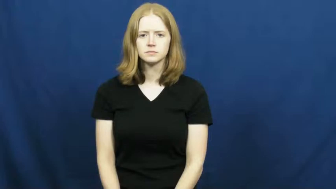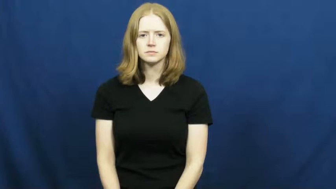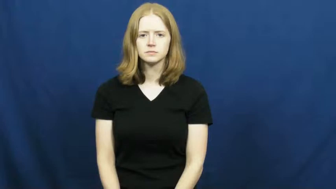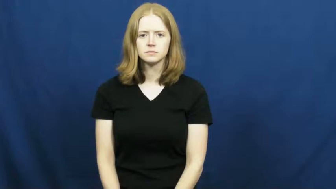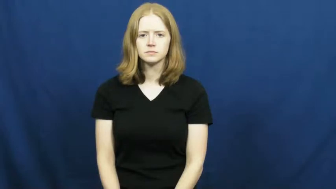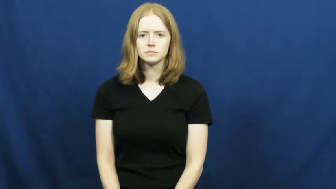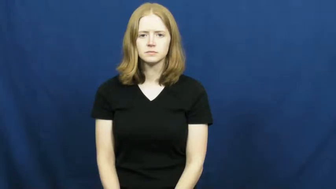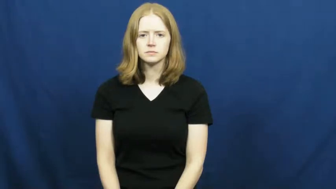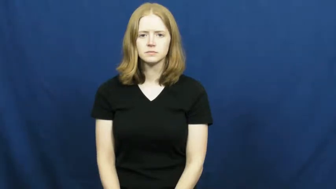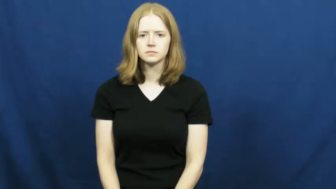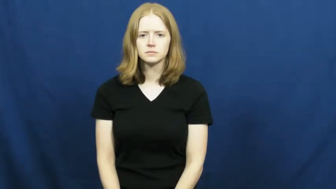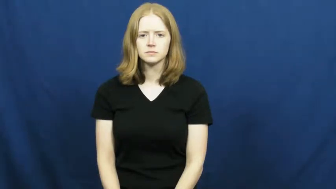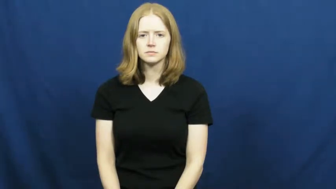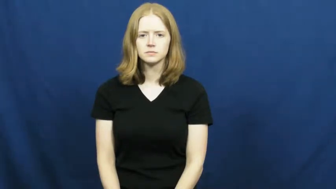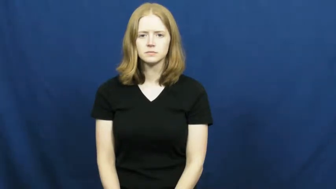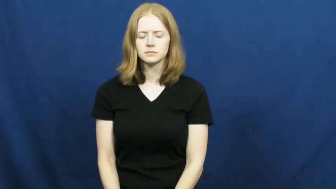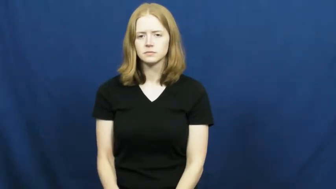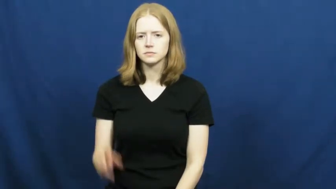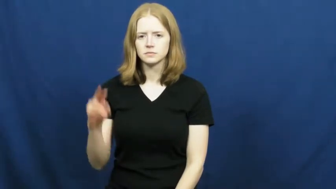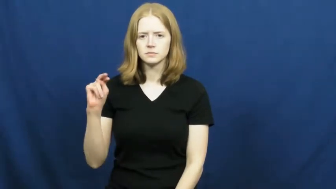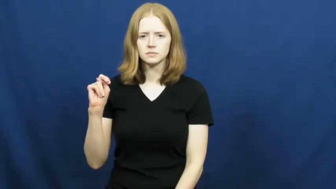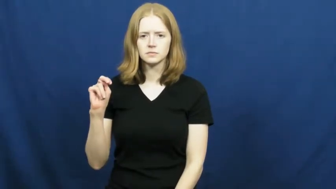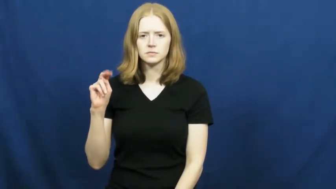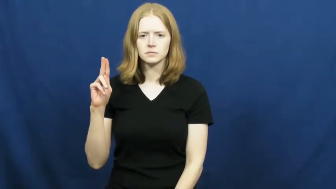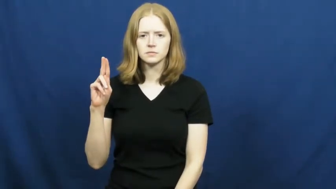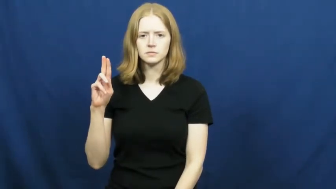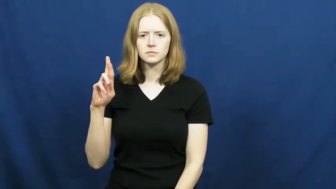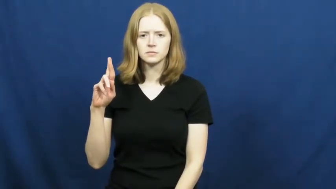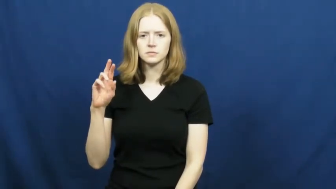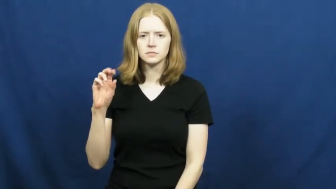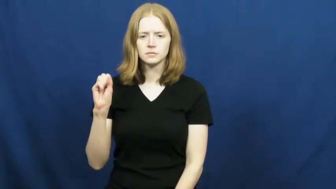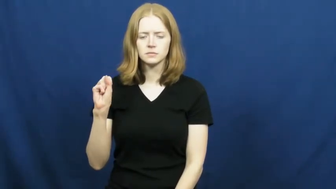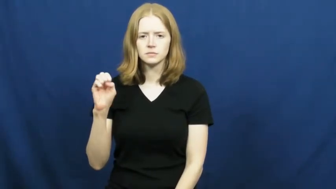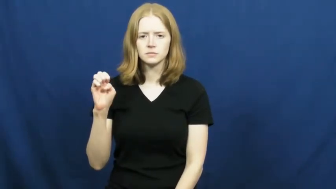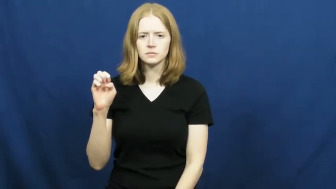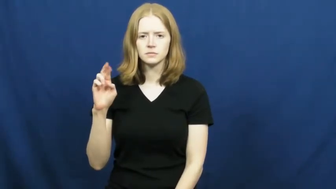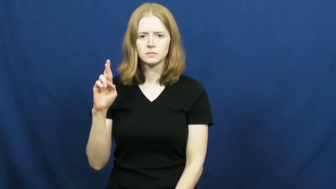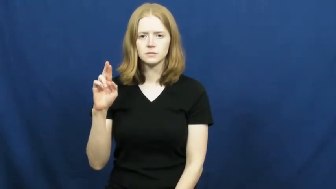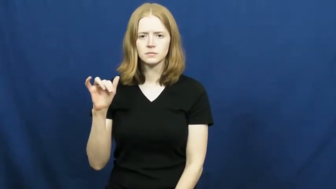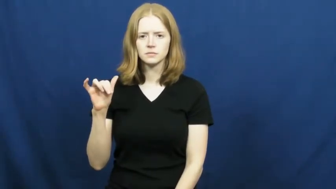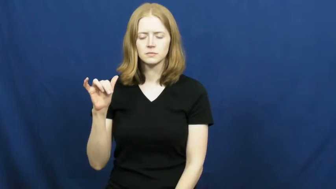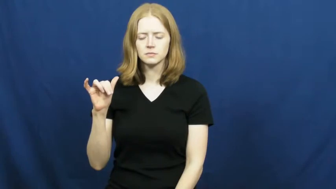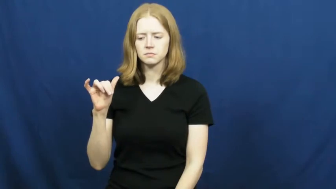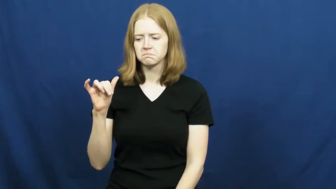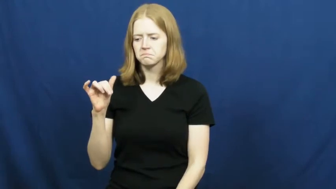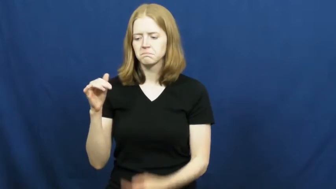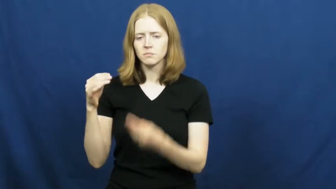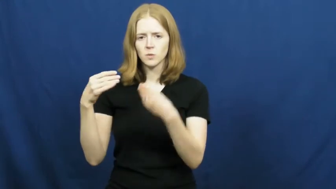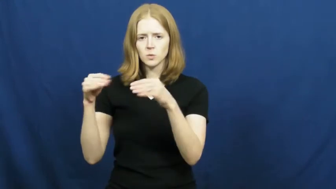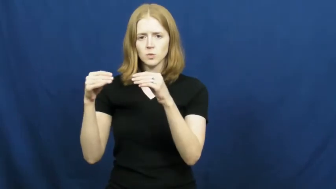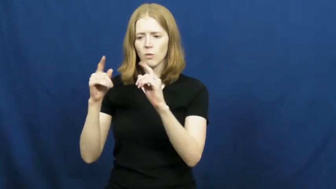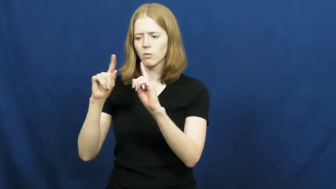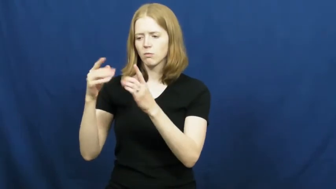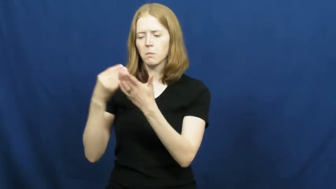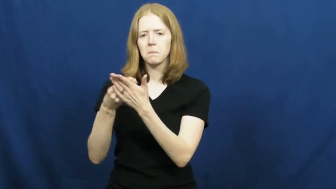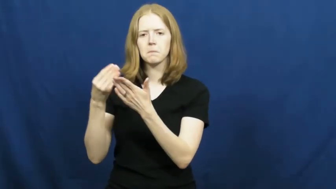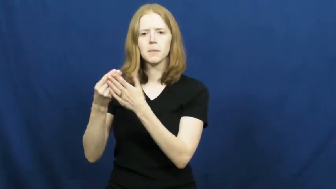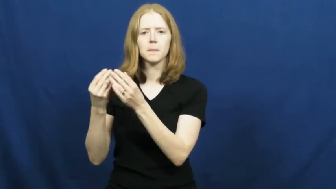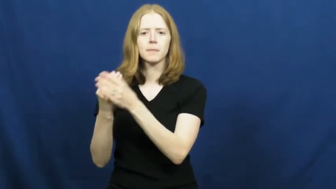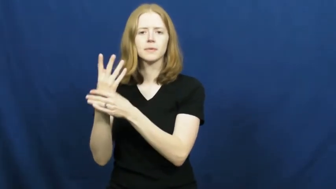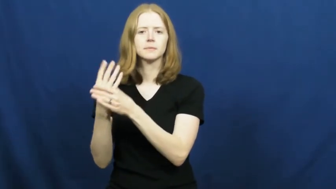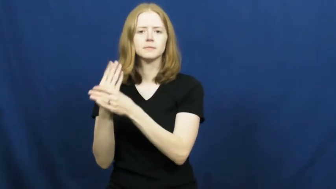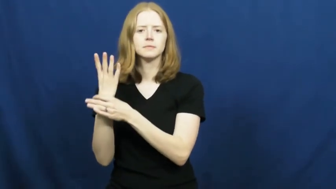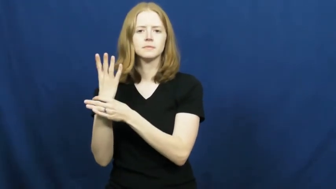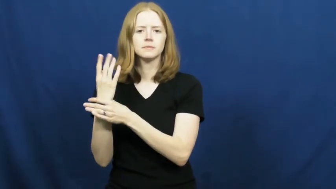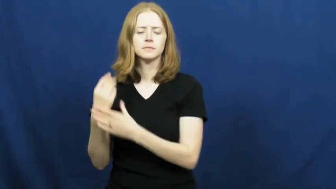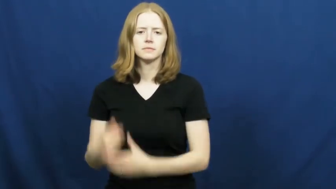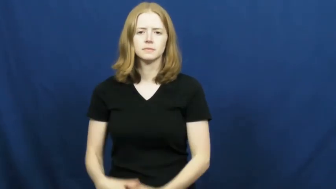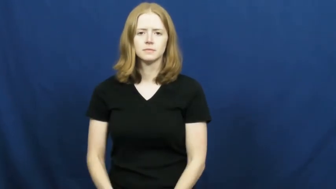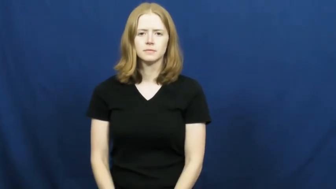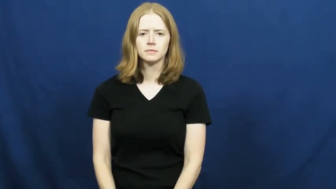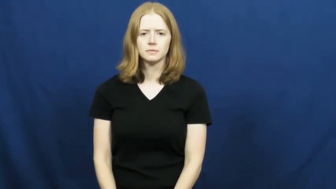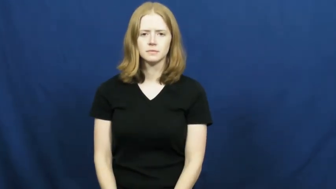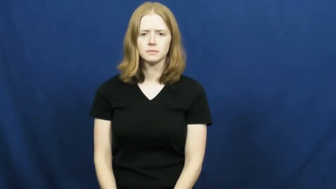nursery-plant